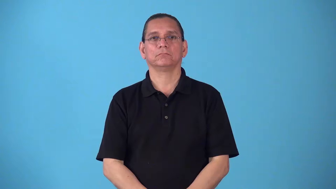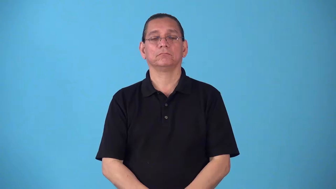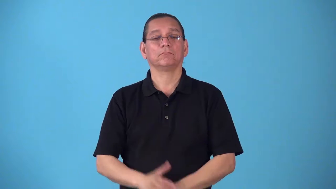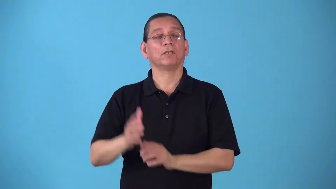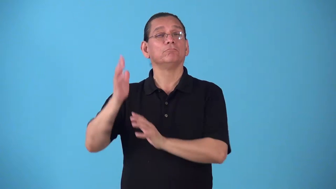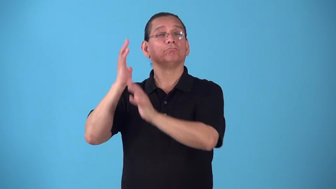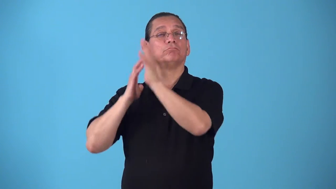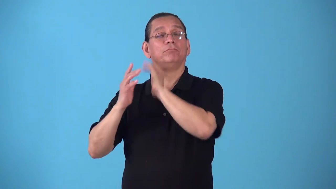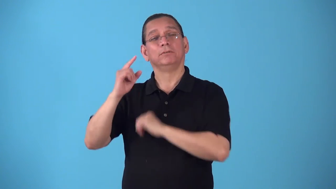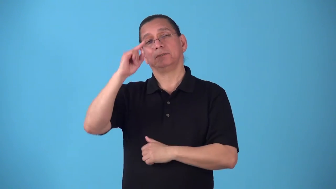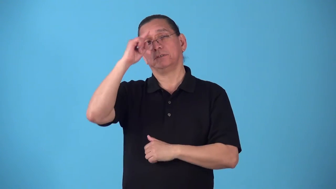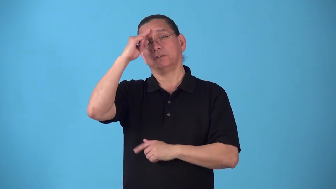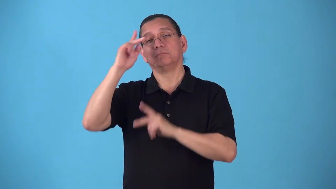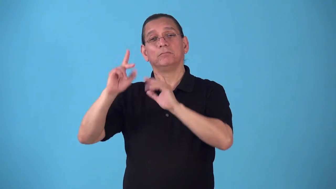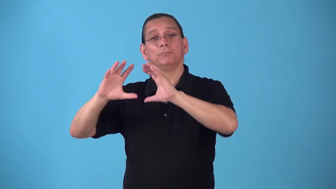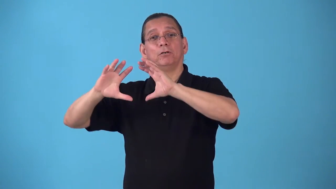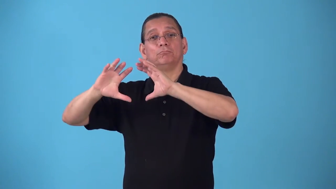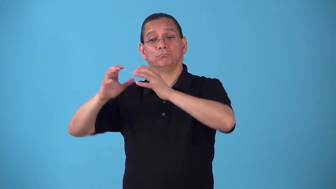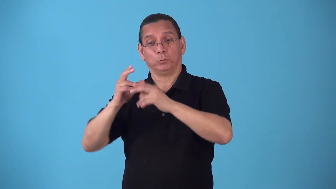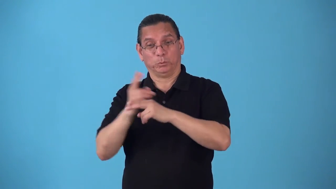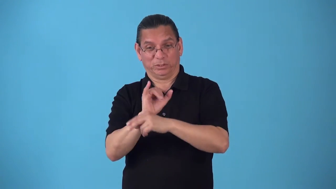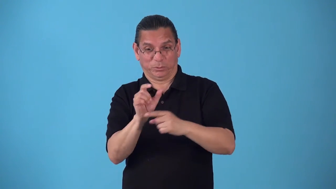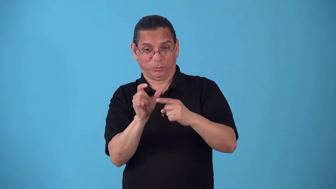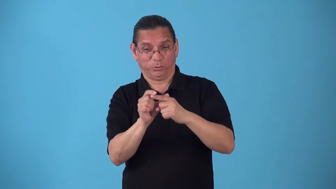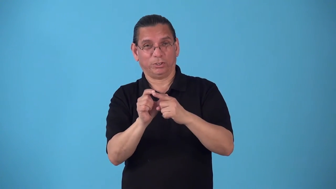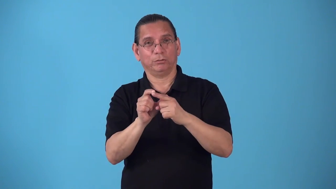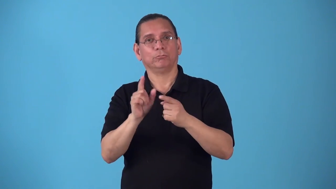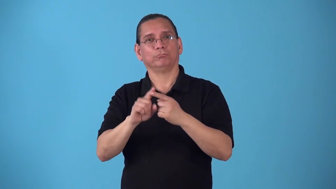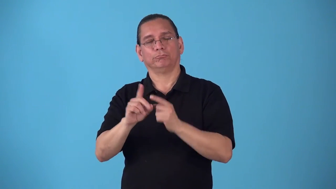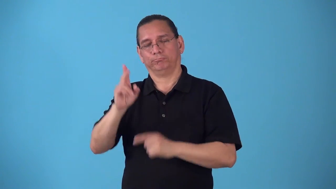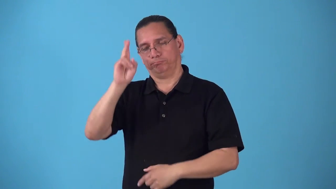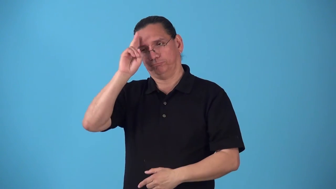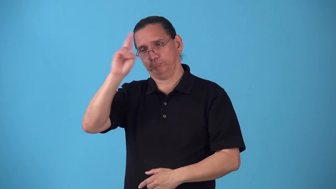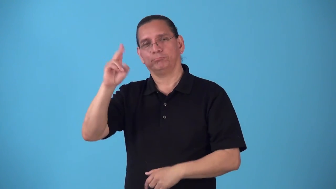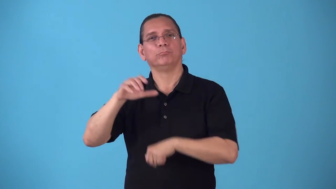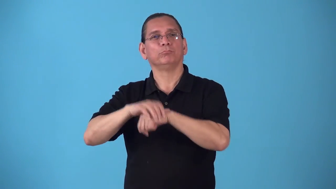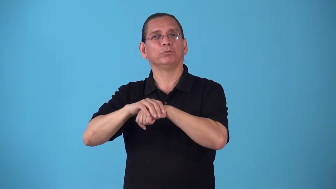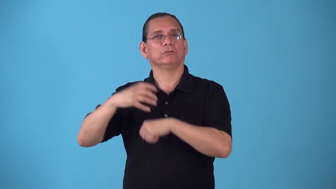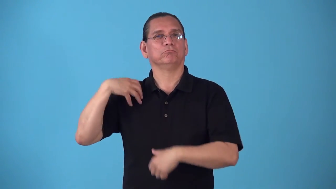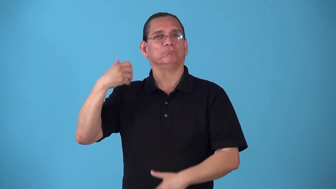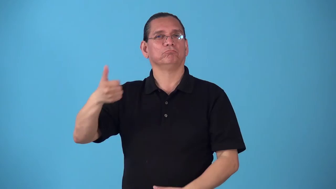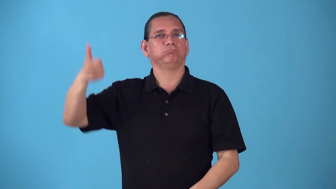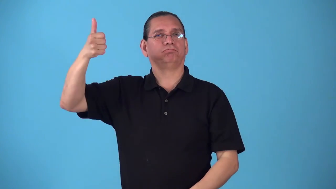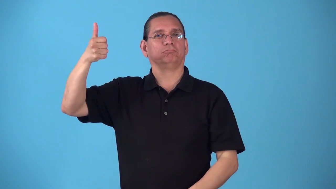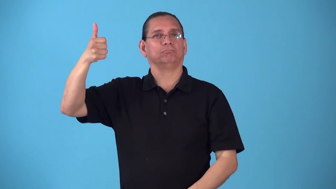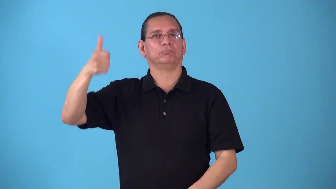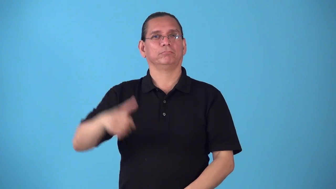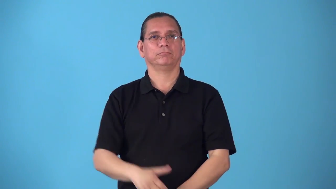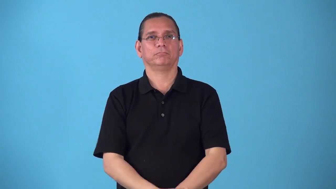sahib